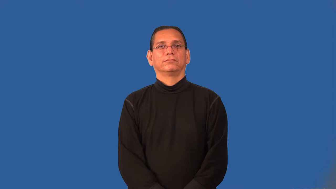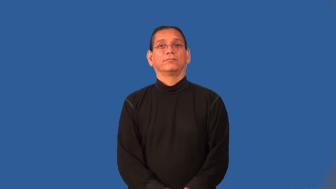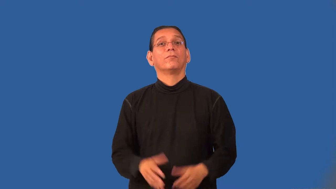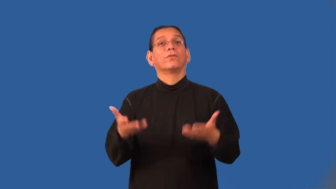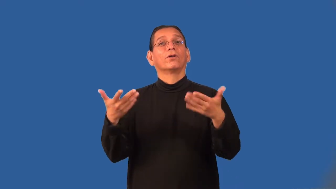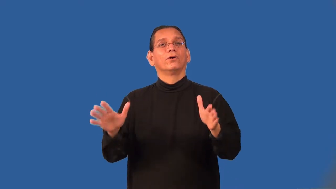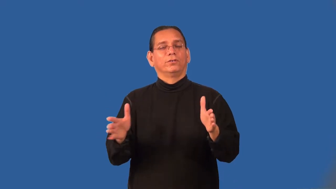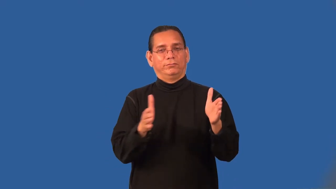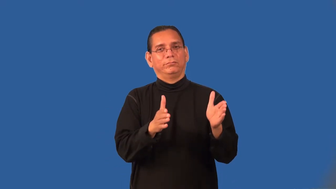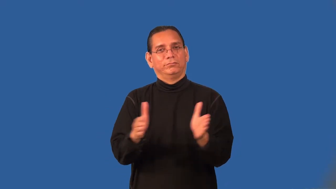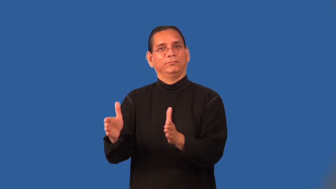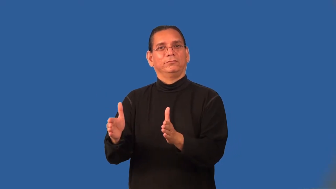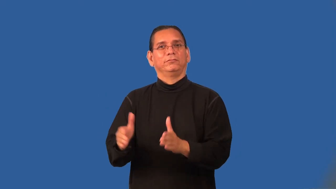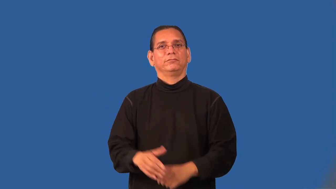premeditated